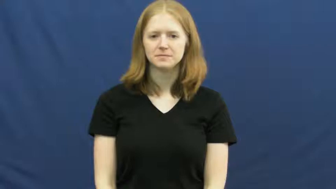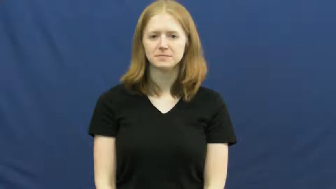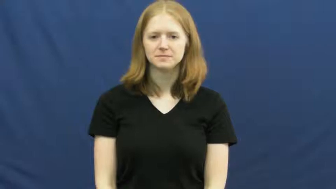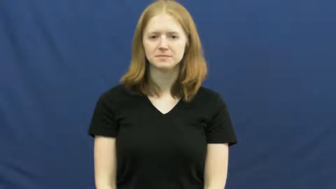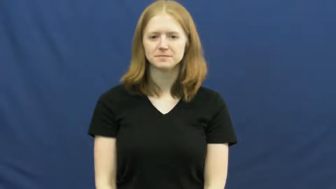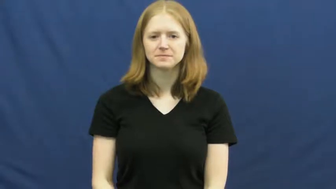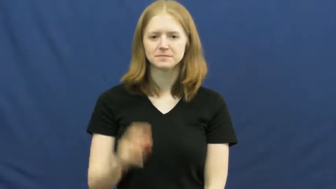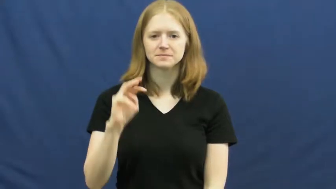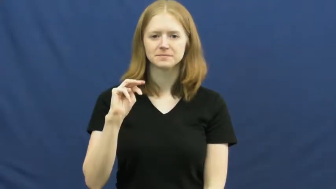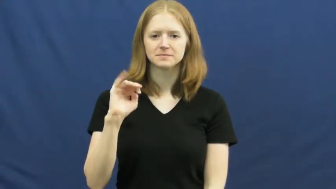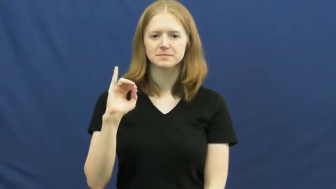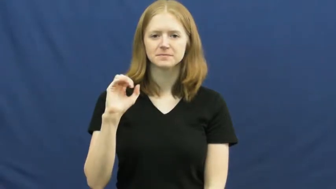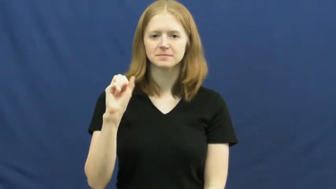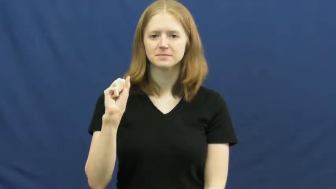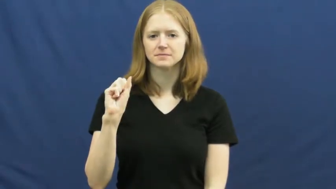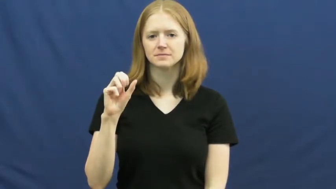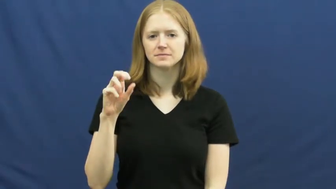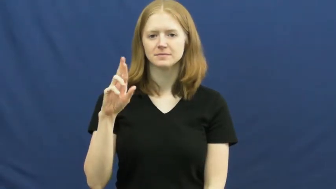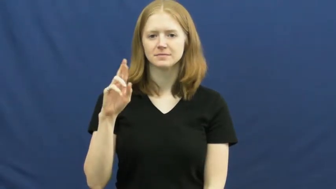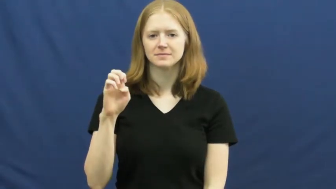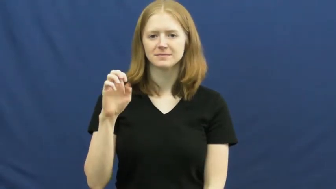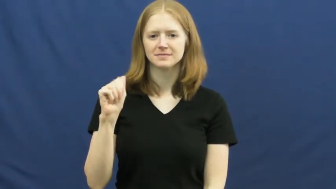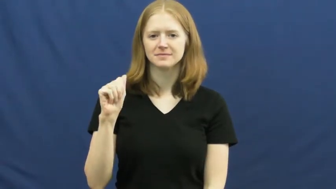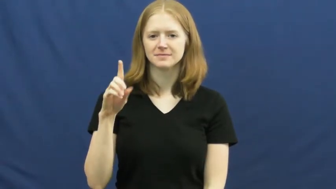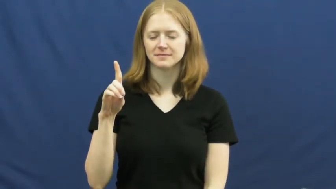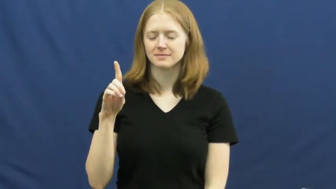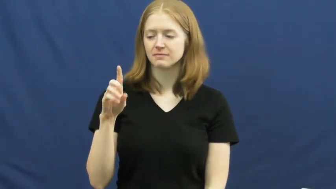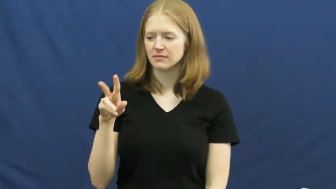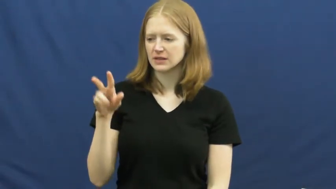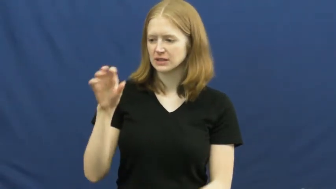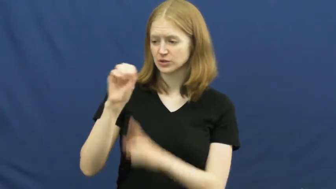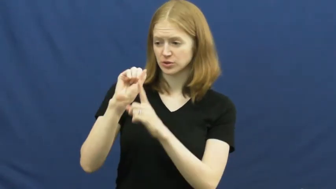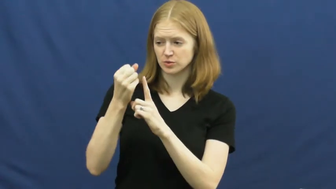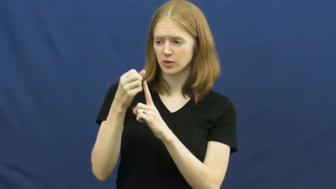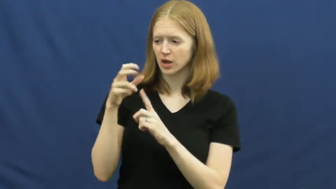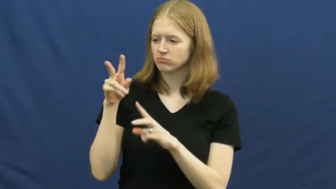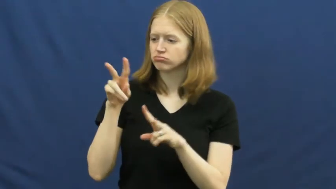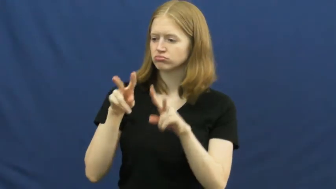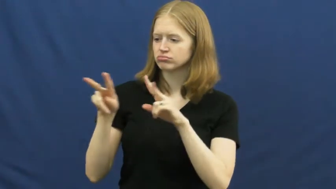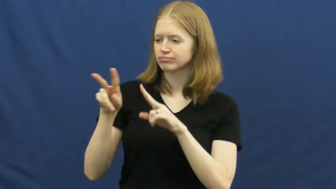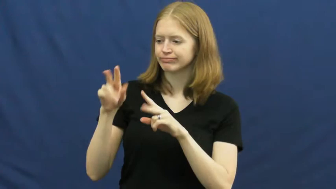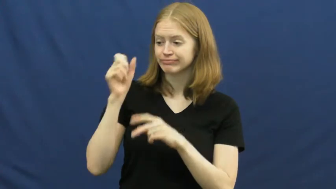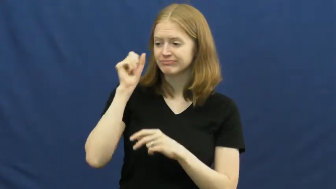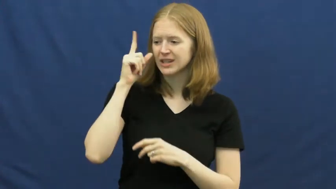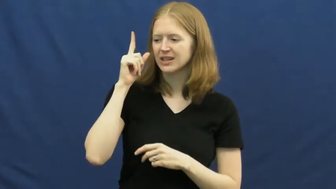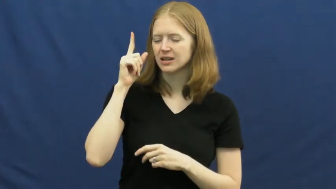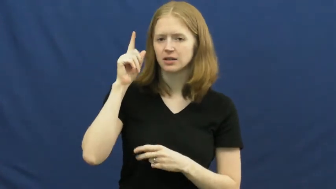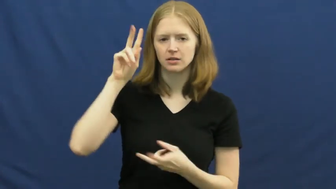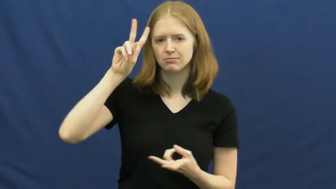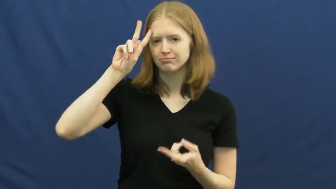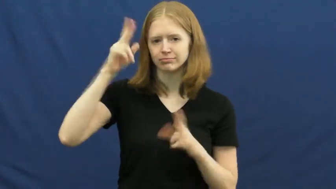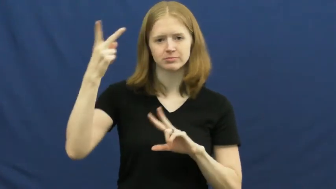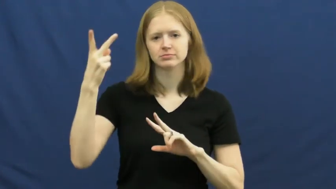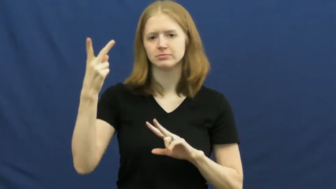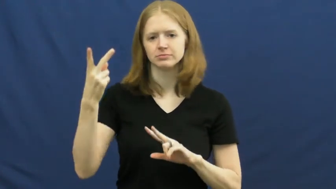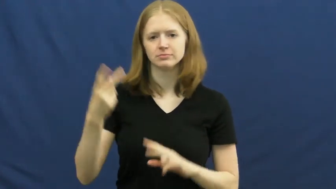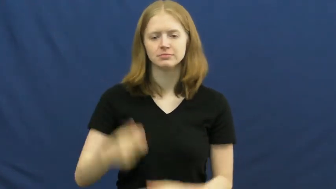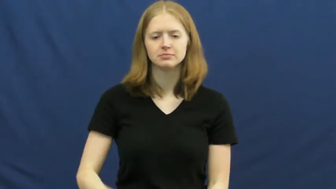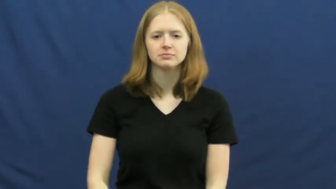misread